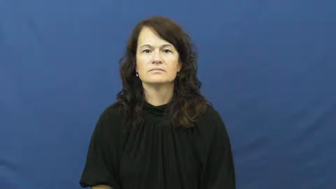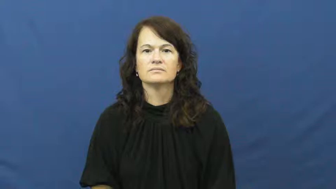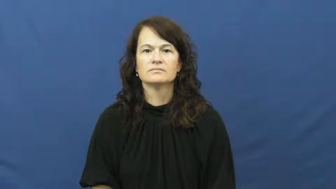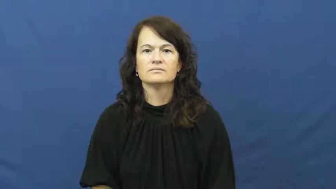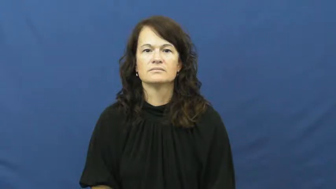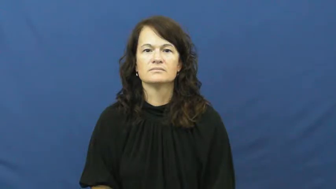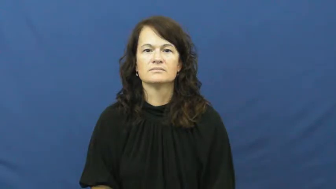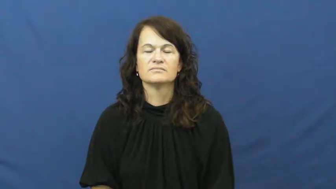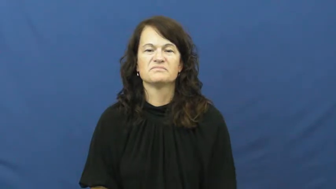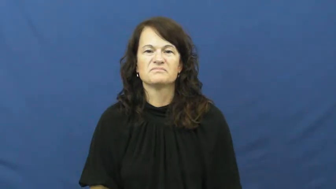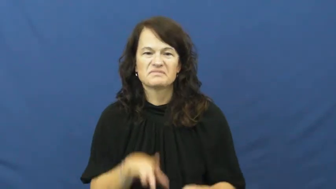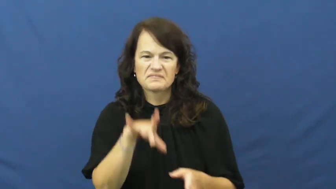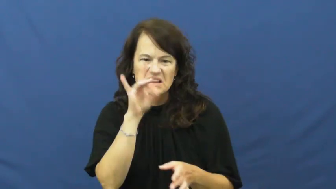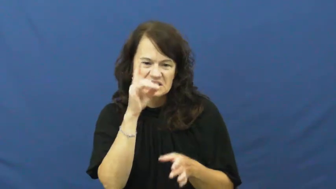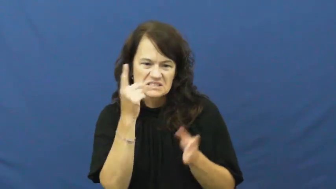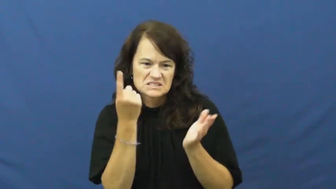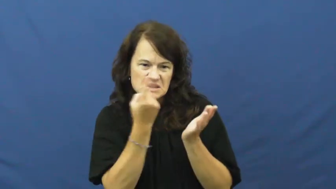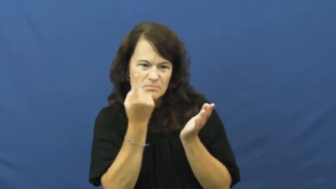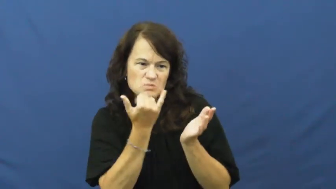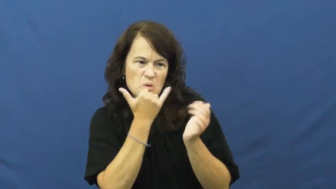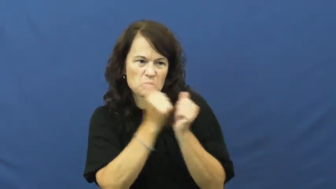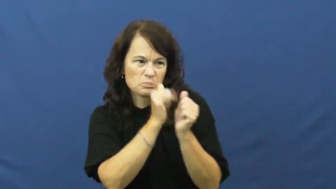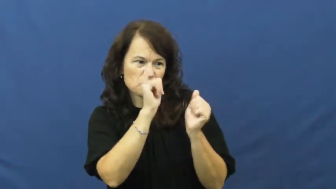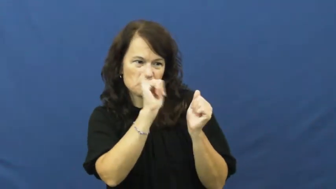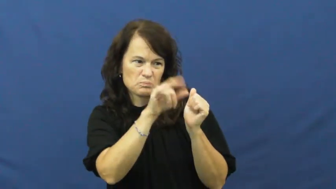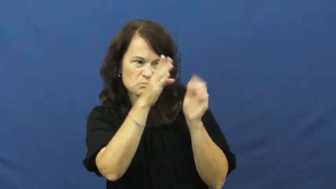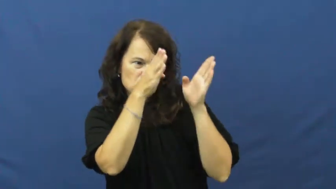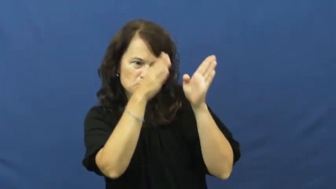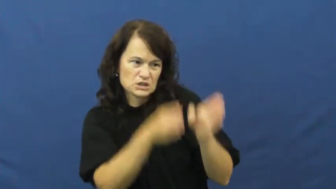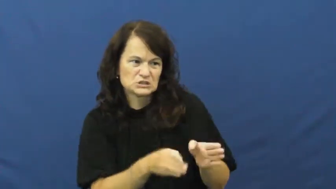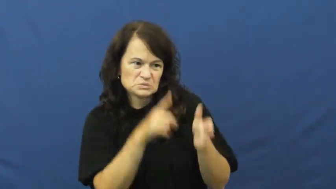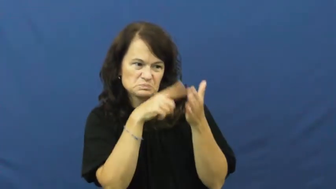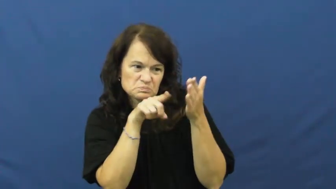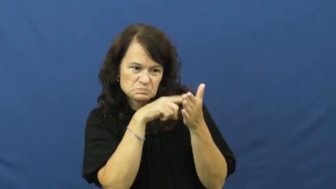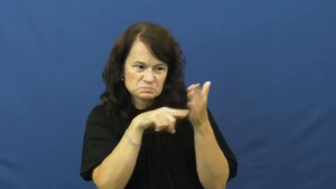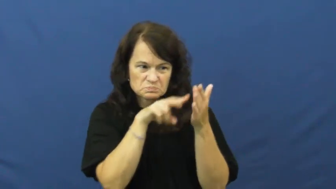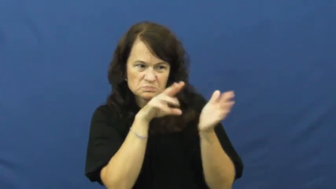fault,rake over,excoriate,bash,barrage,hammer